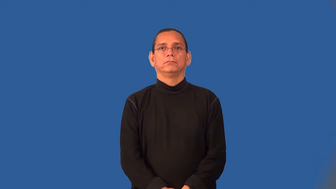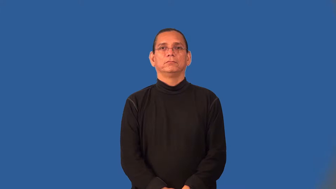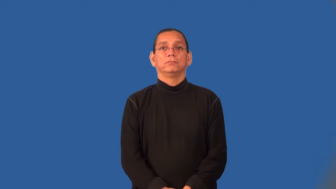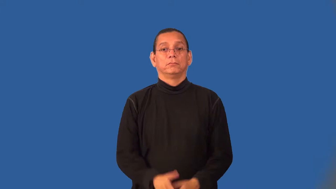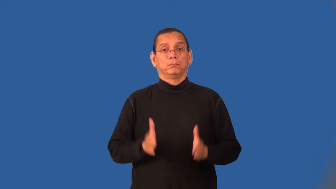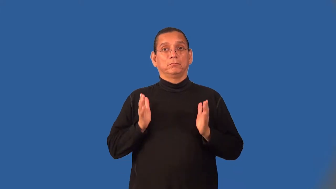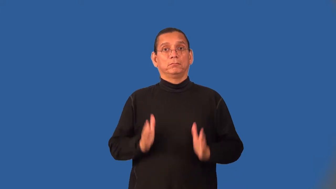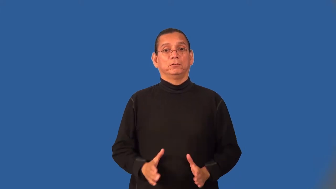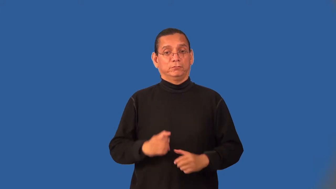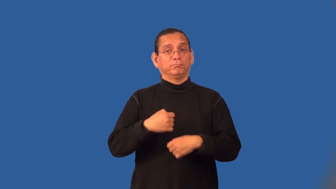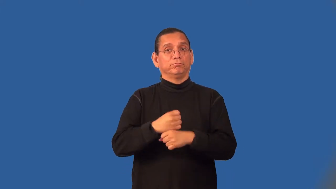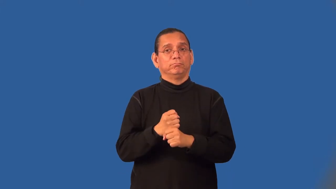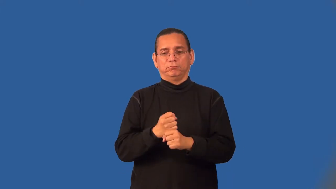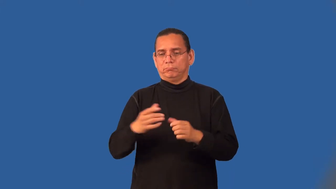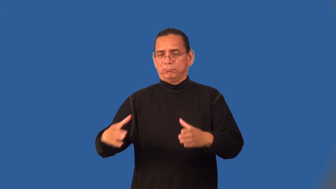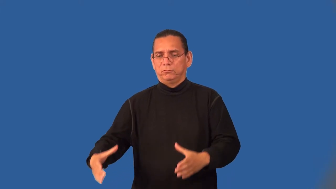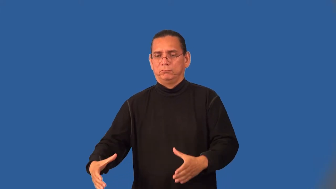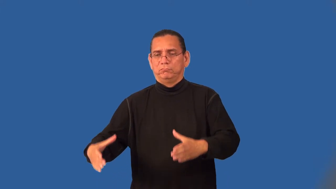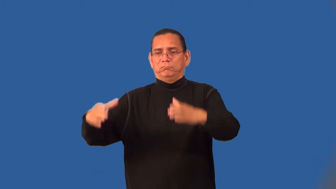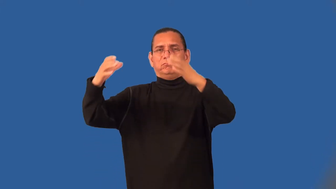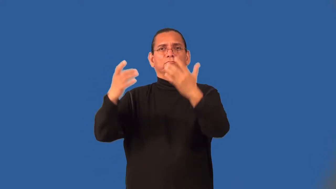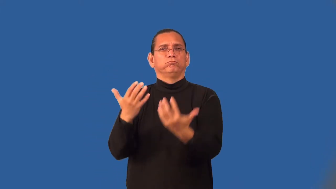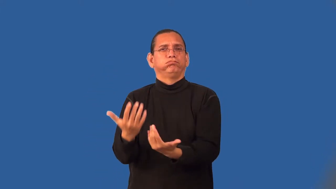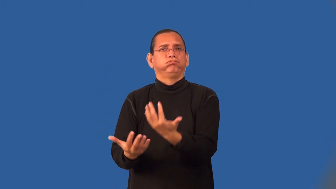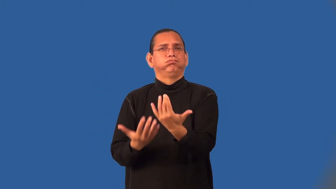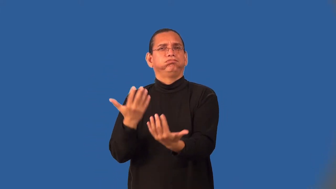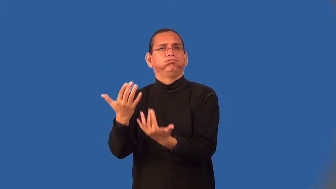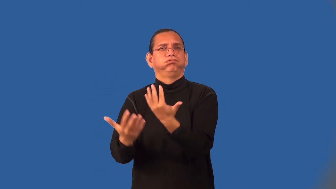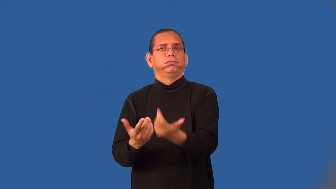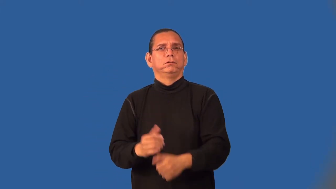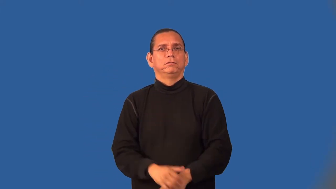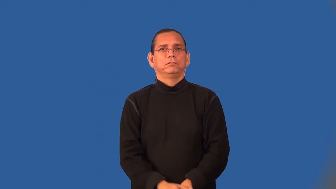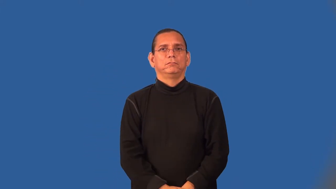boilermaker